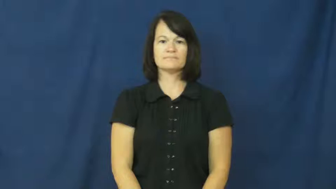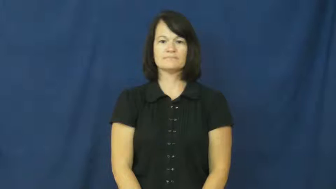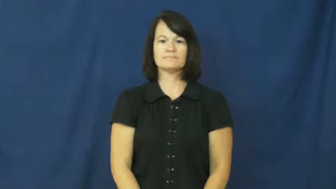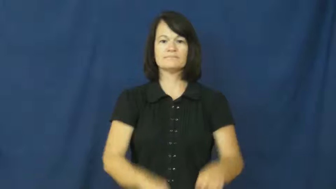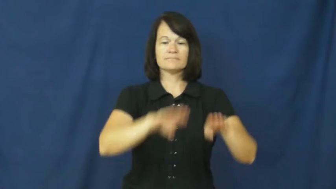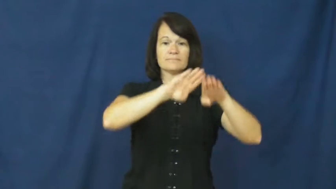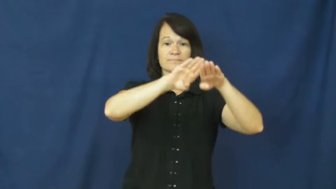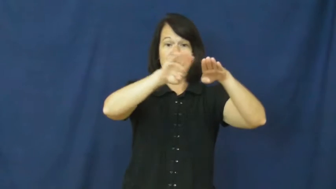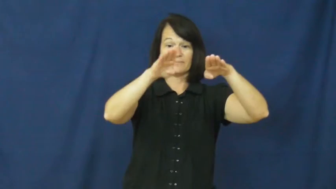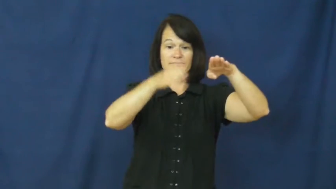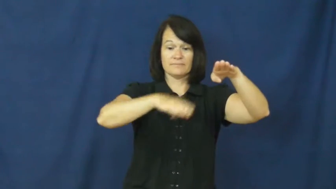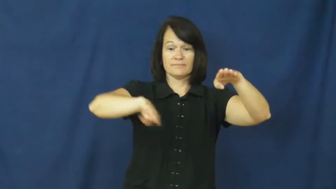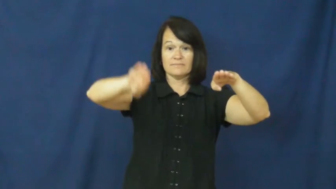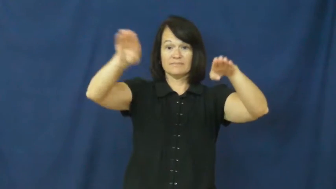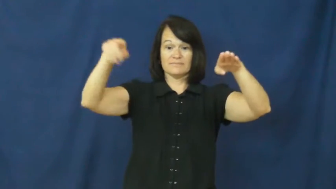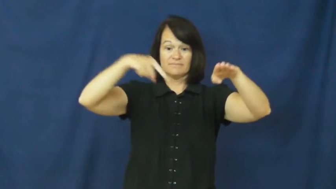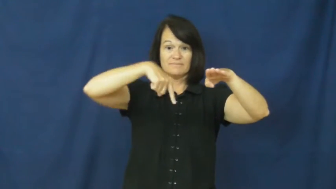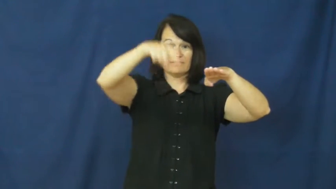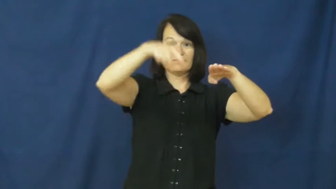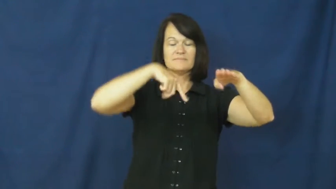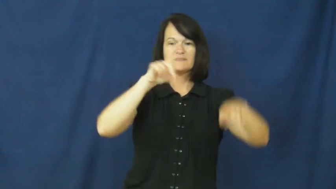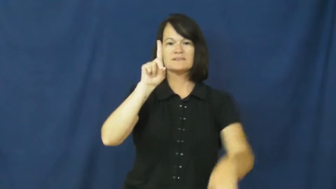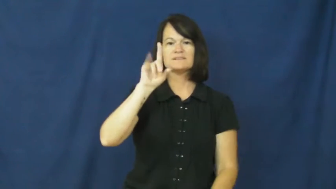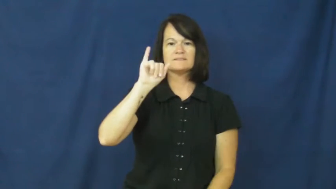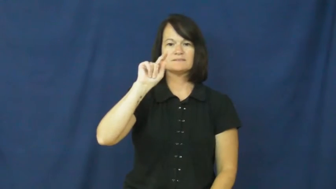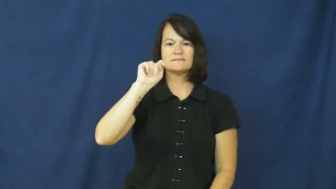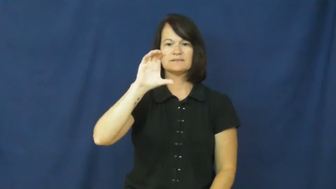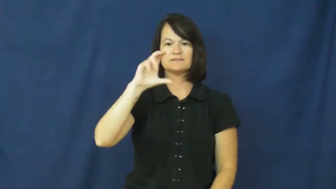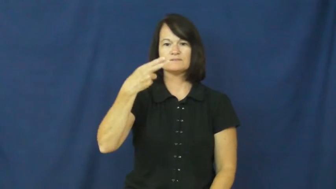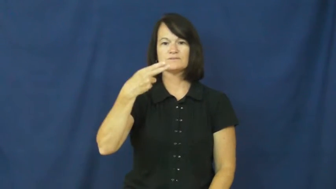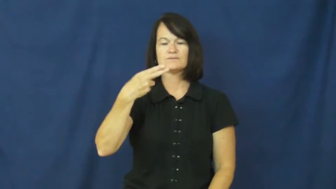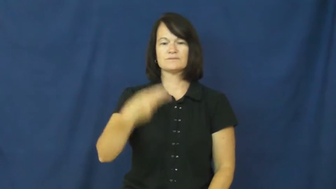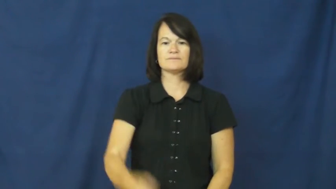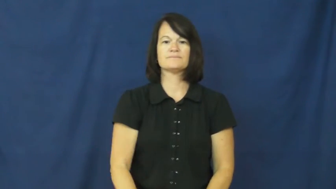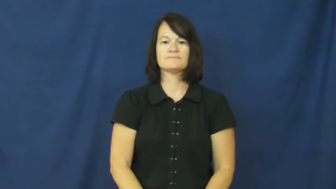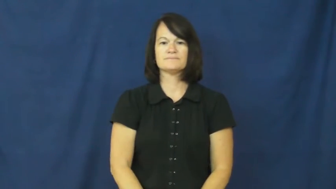ditch-noun